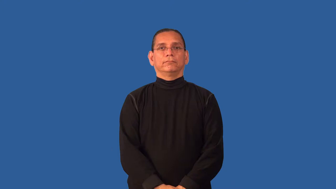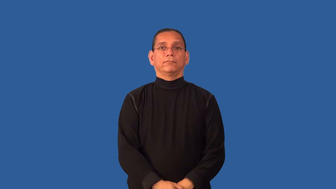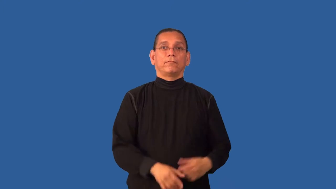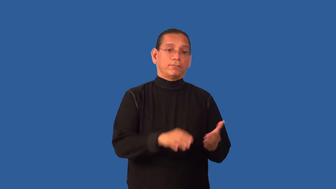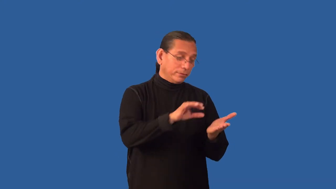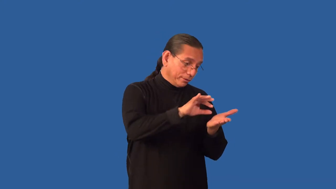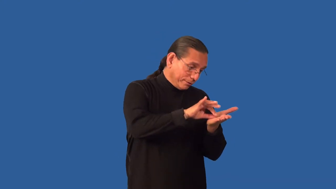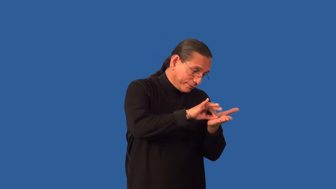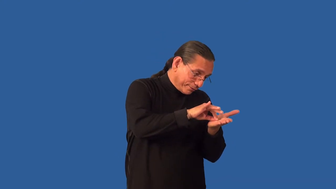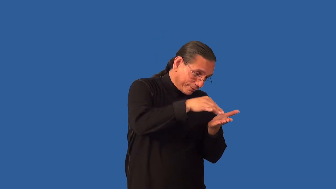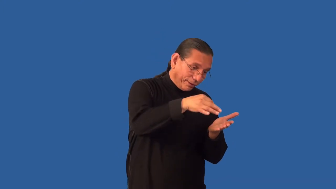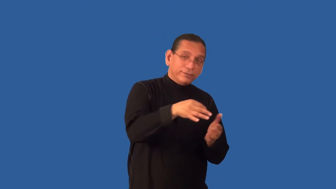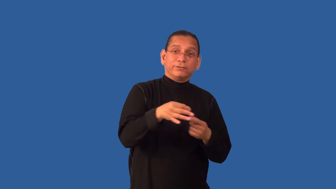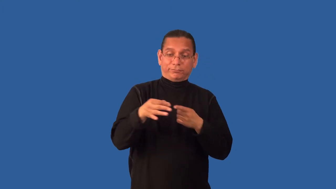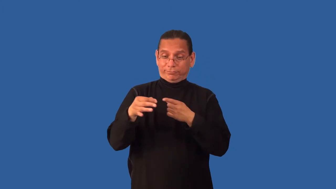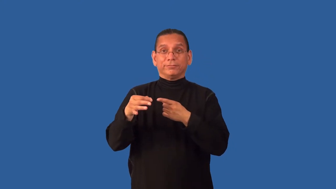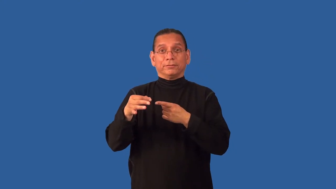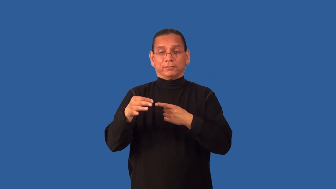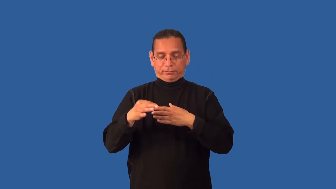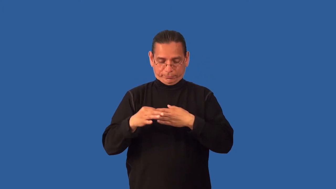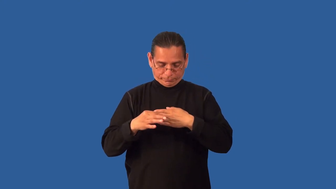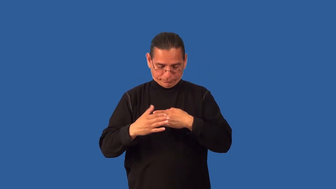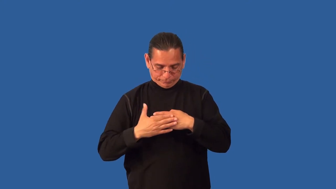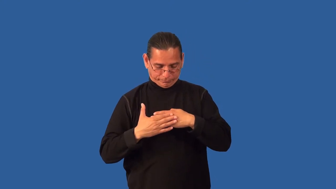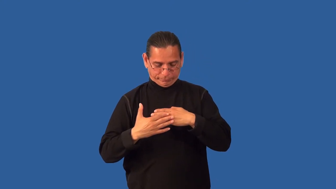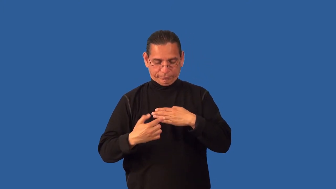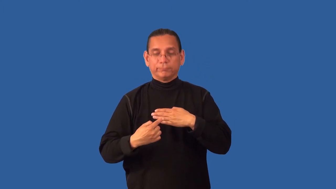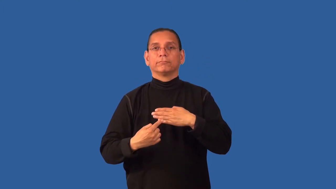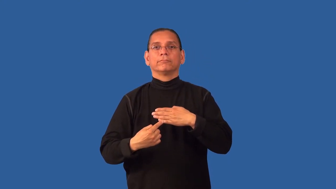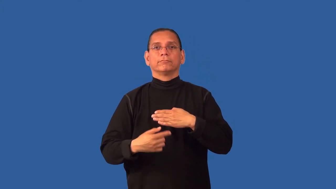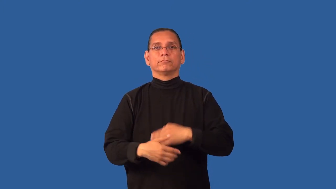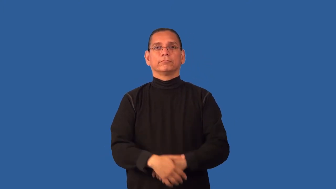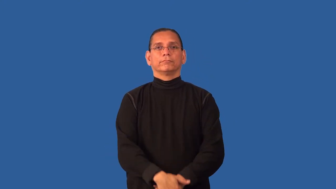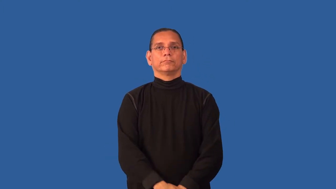decal